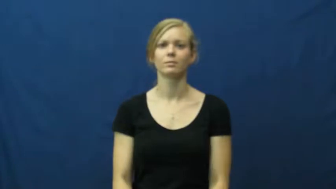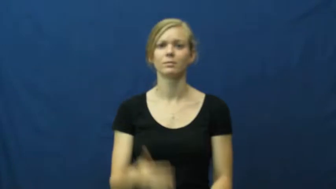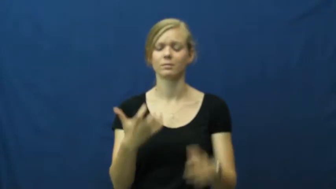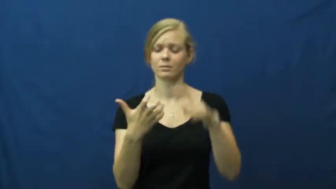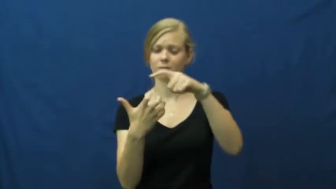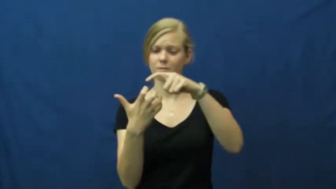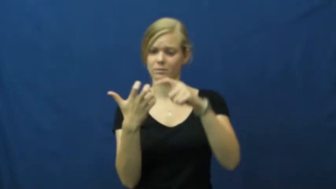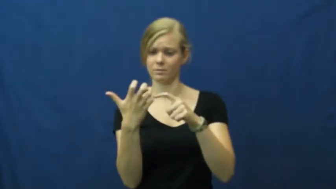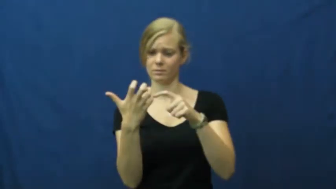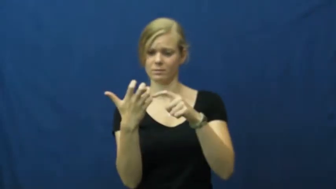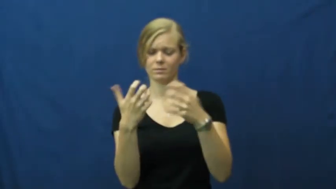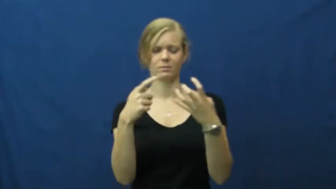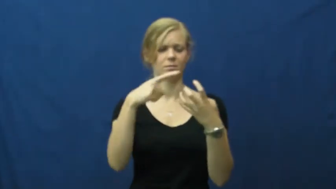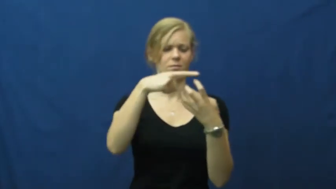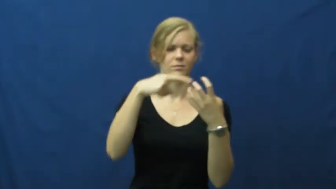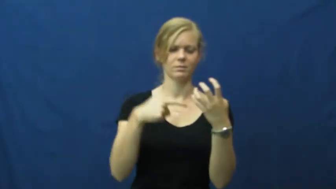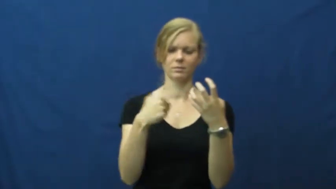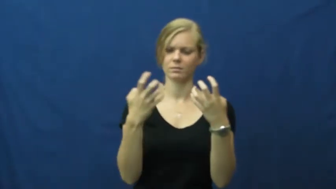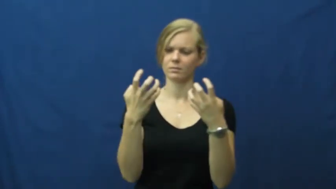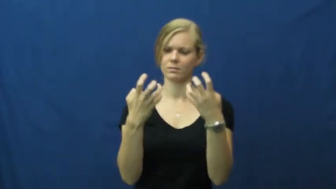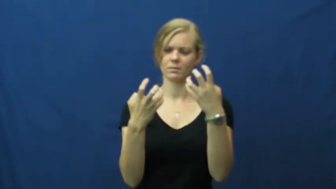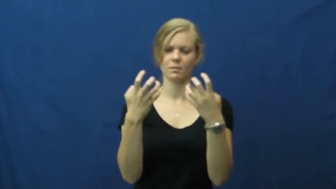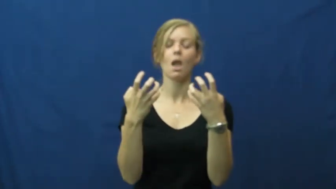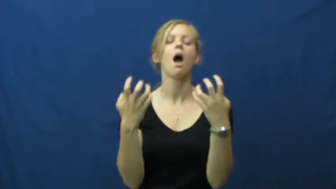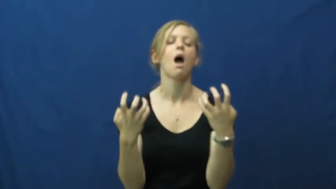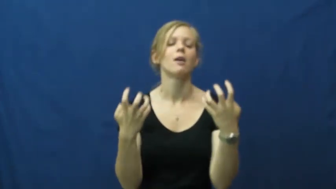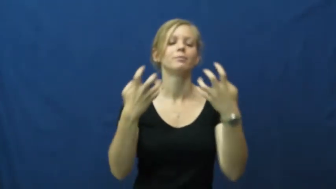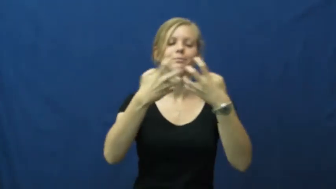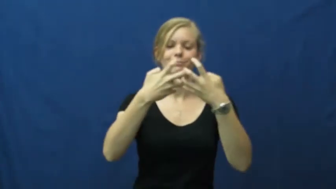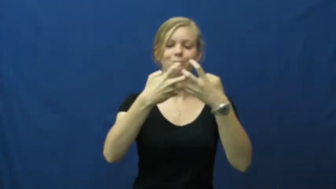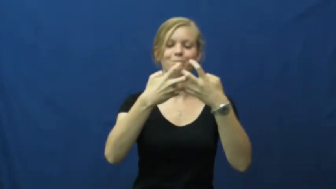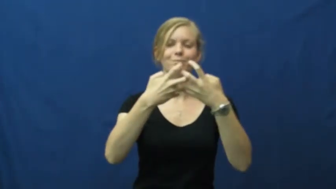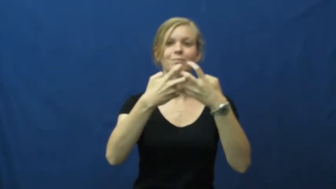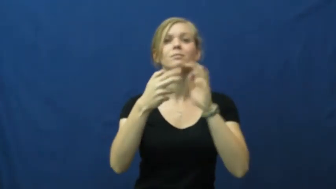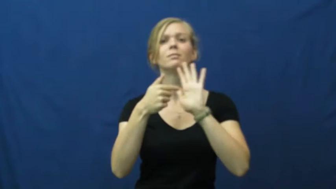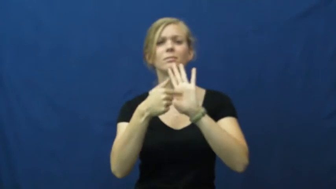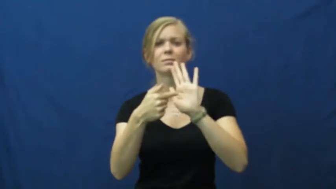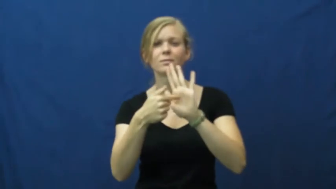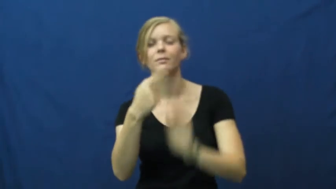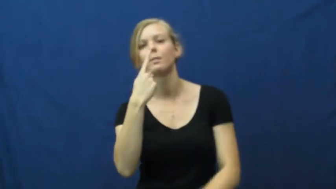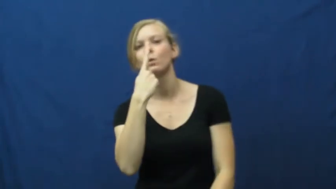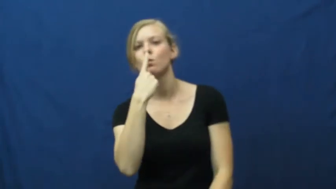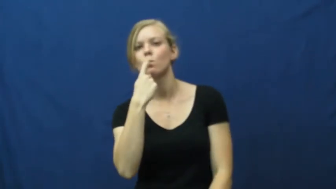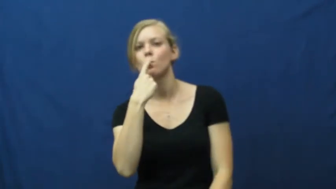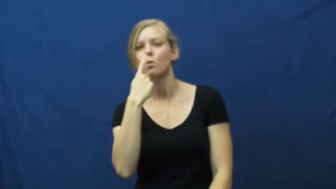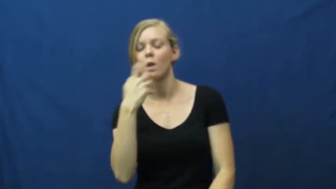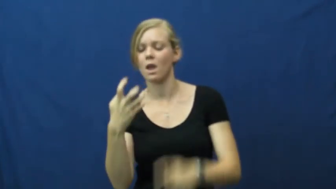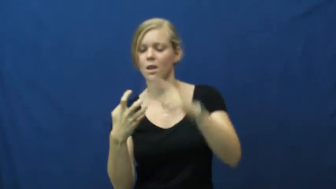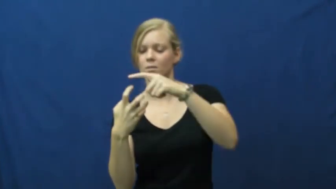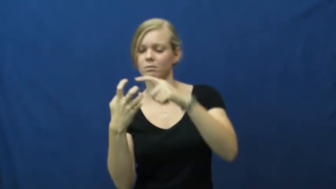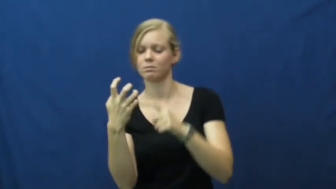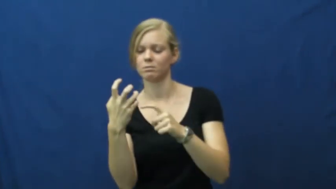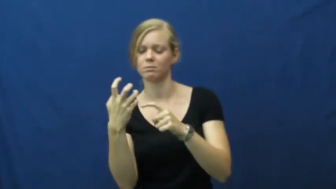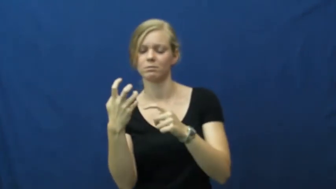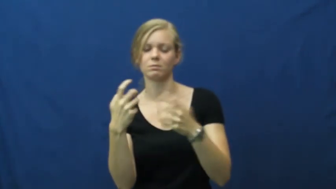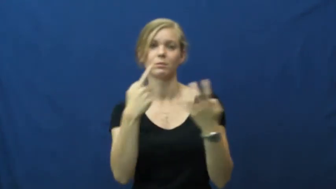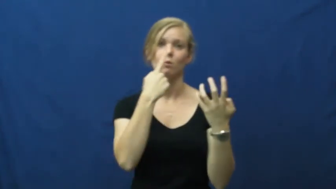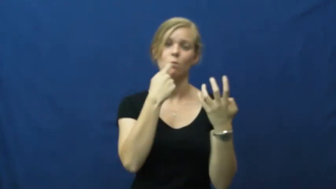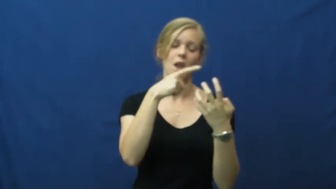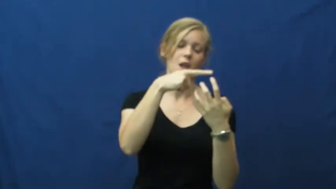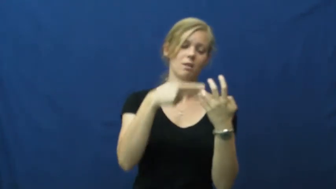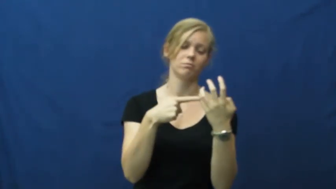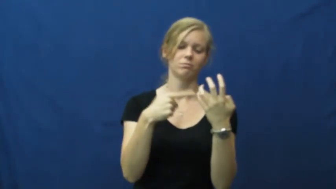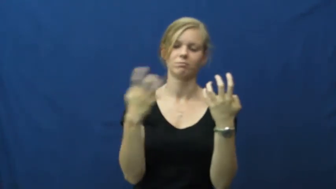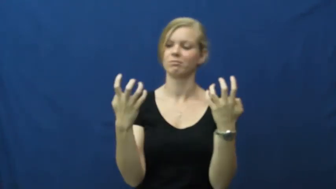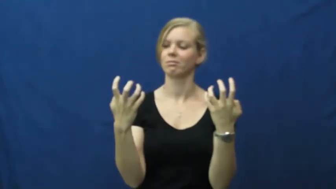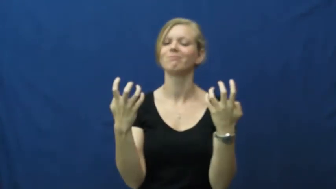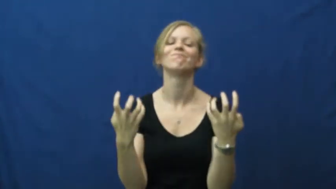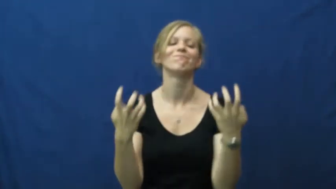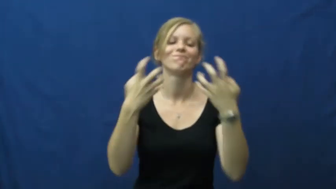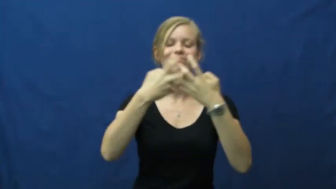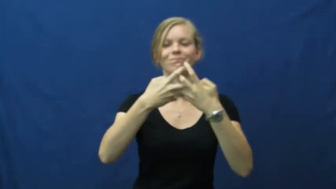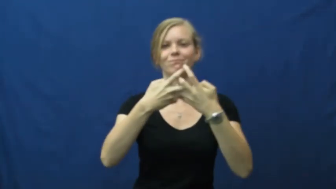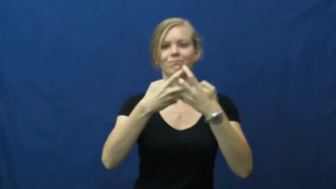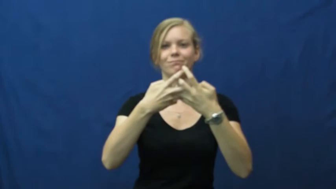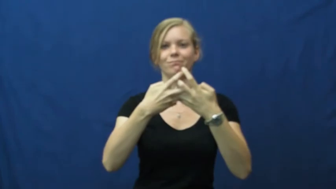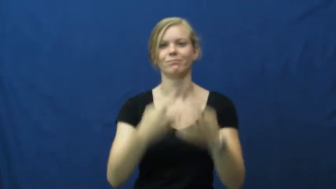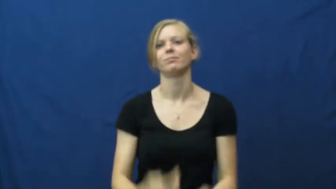correspond-match